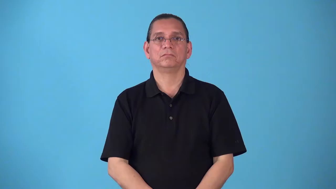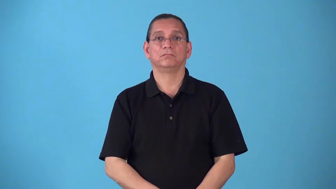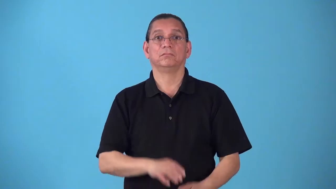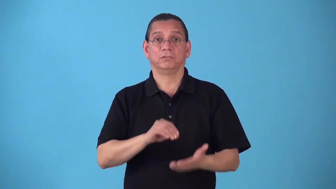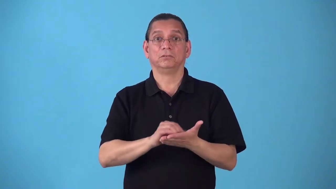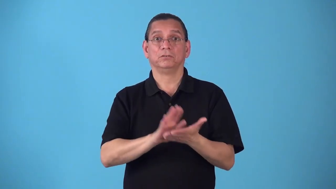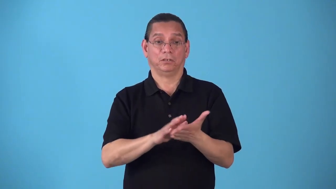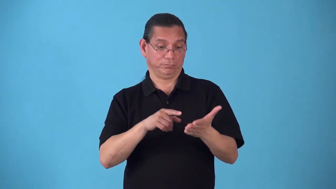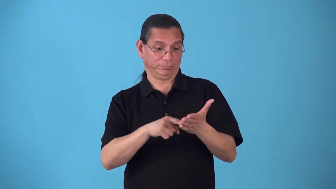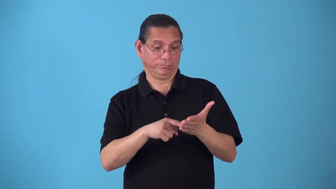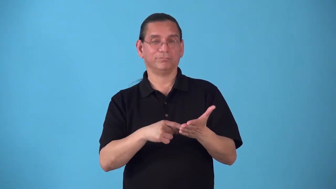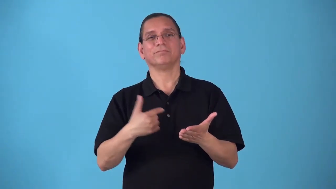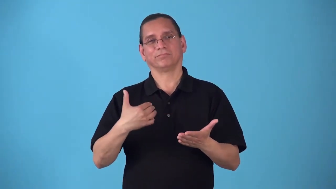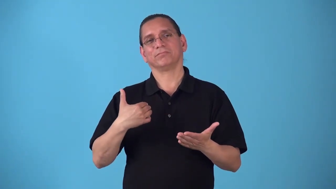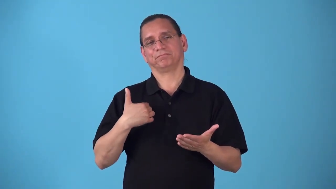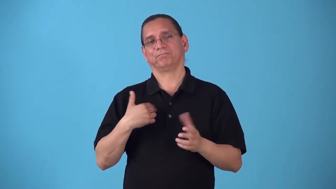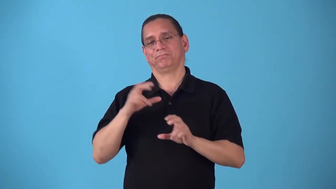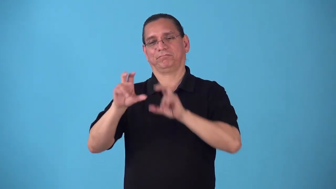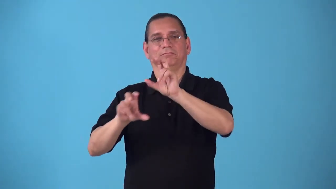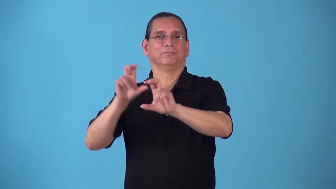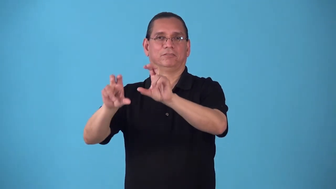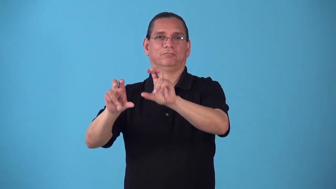scrip-stock ownership document